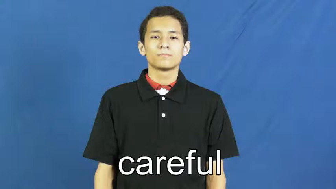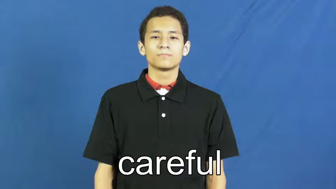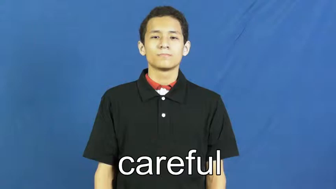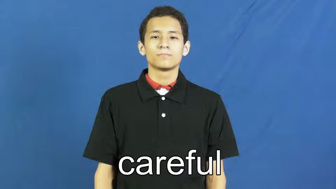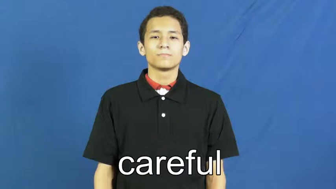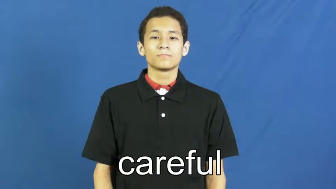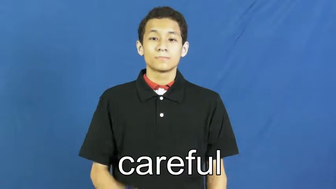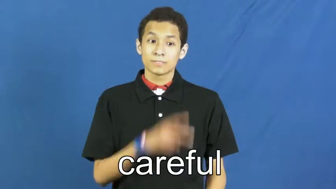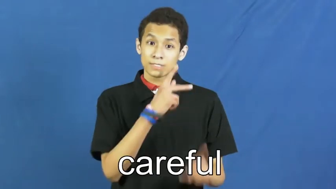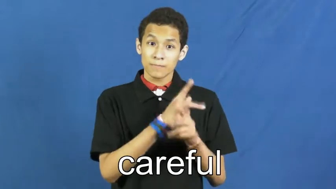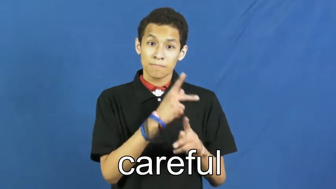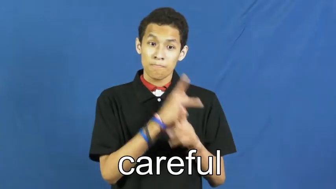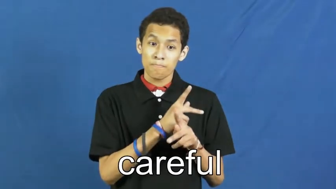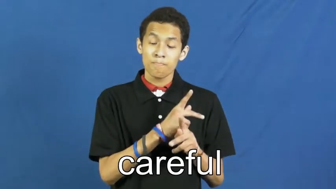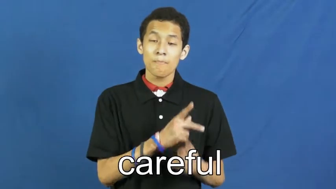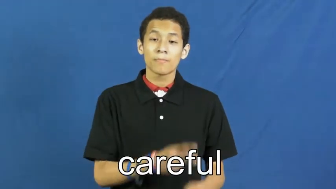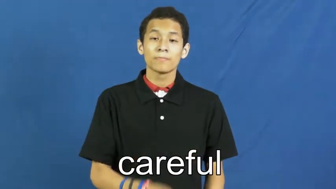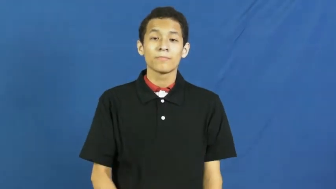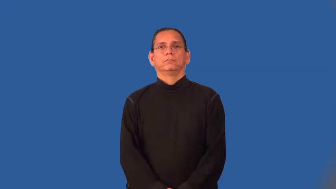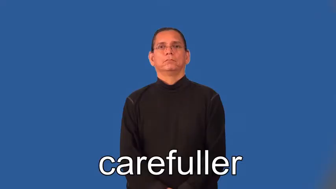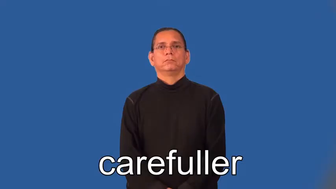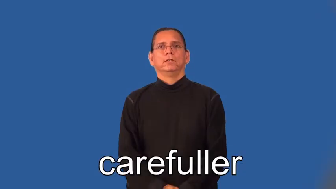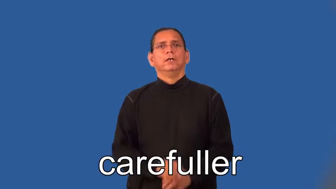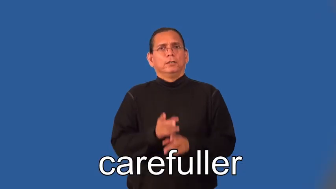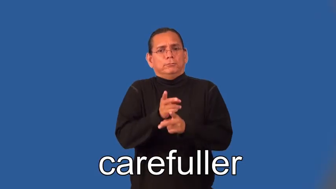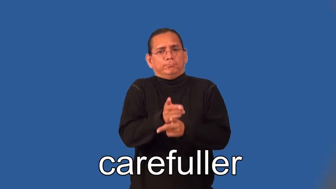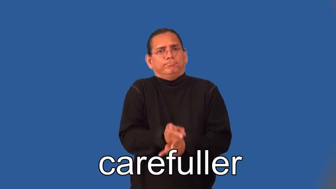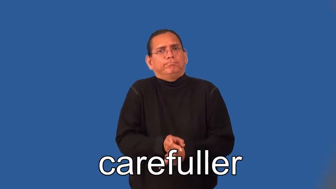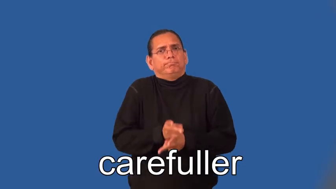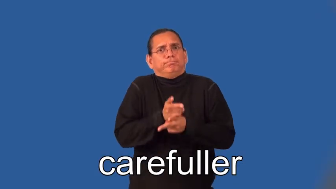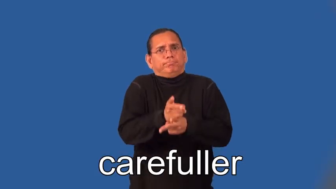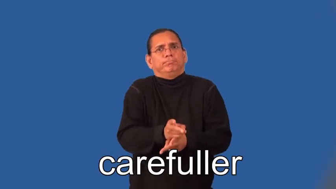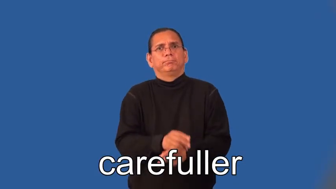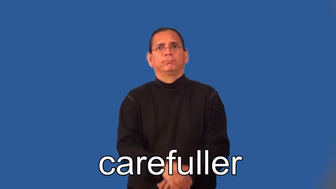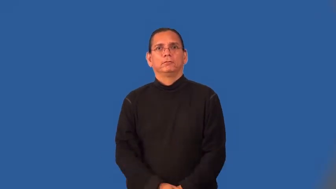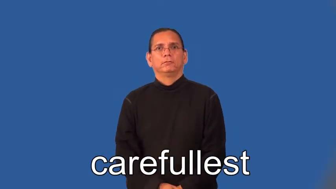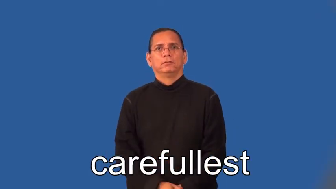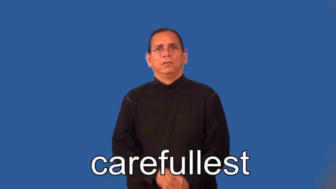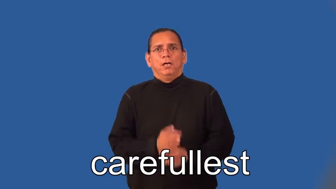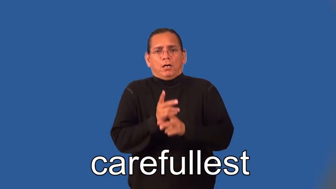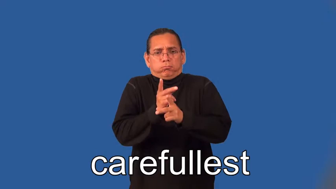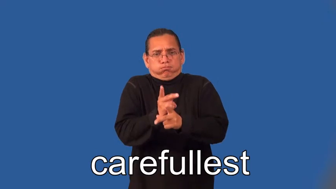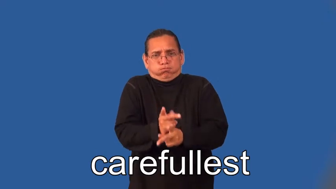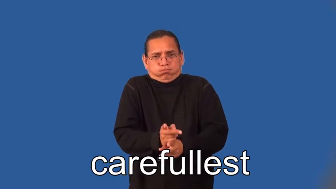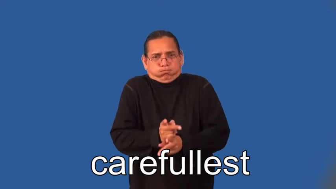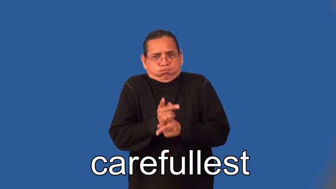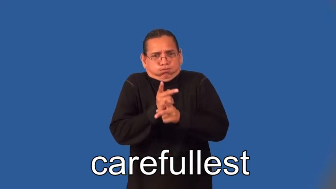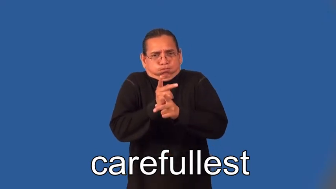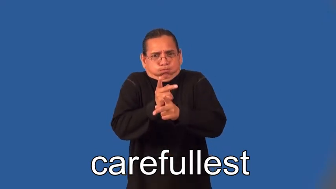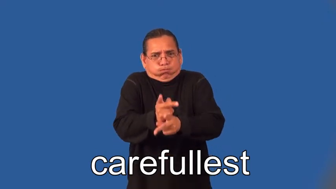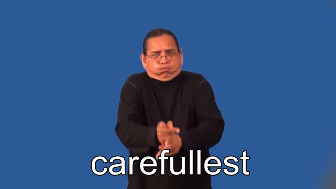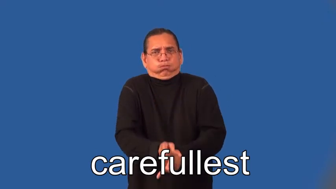carefuller,carefullest